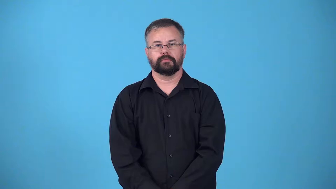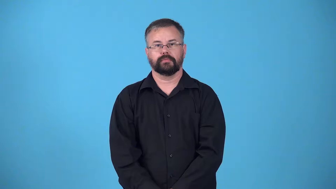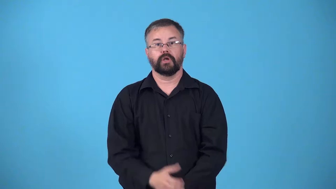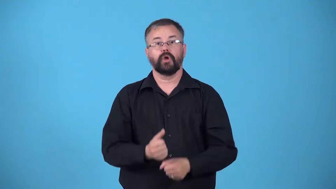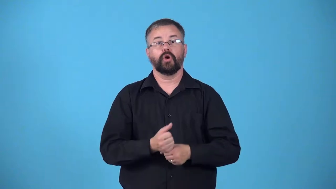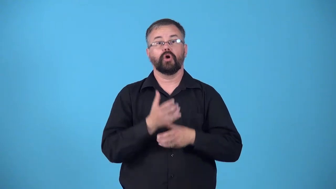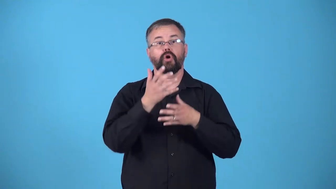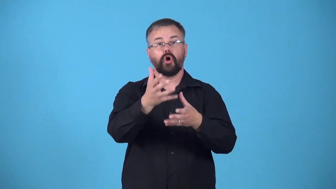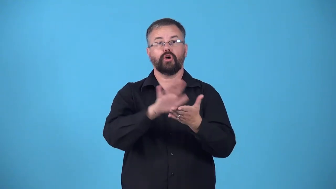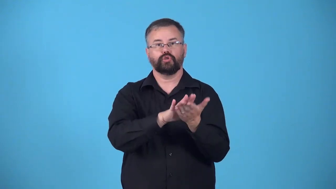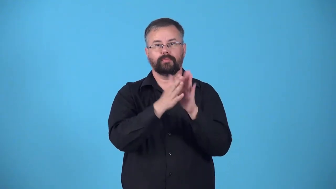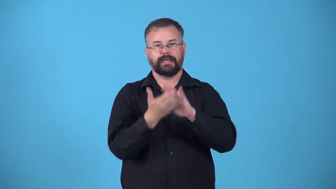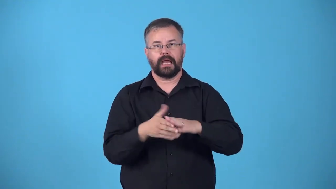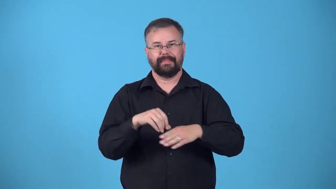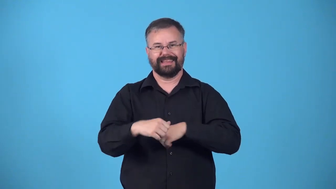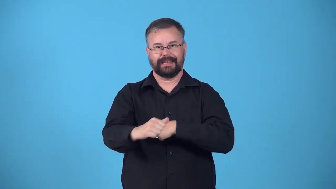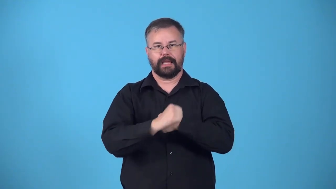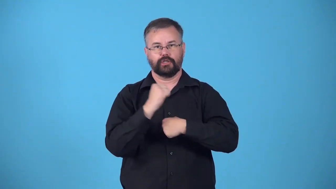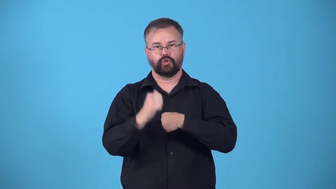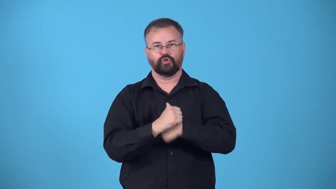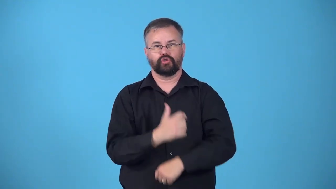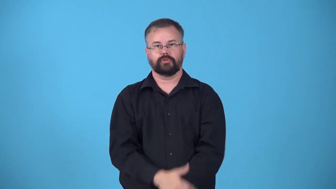endanger